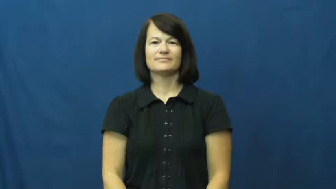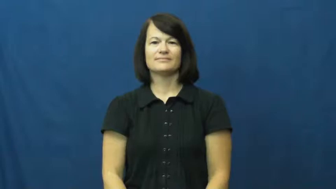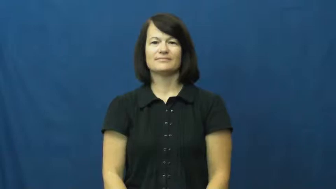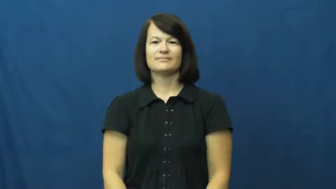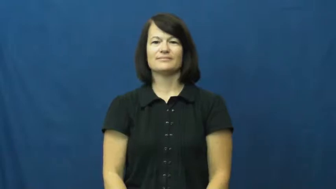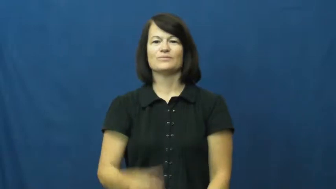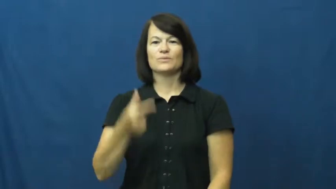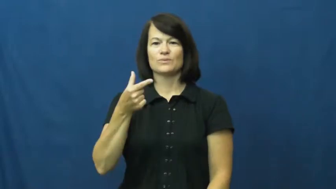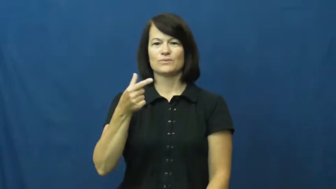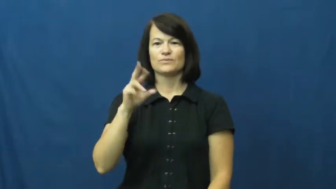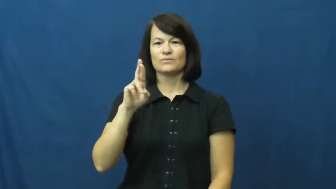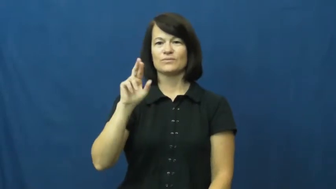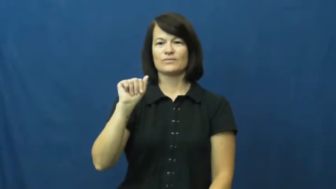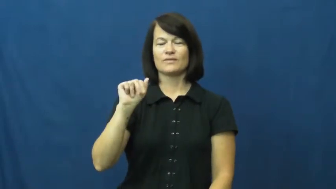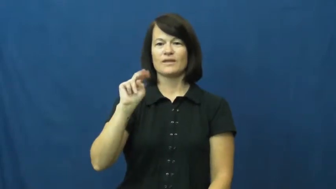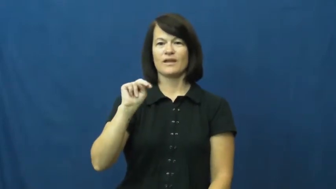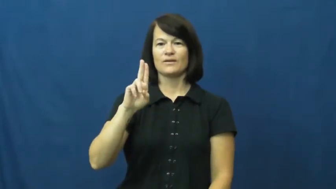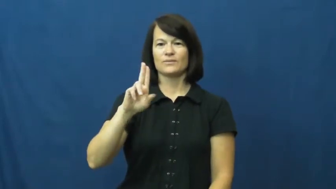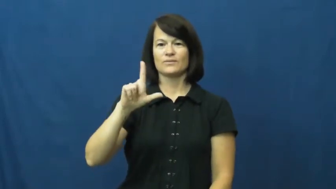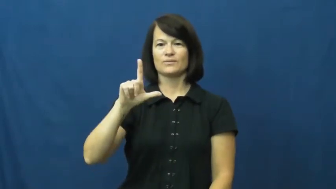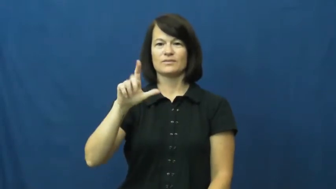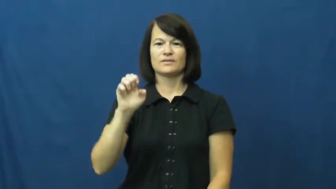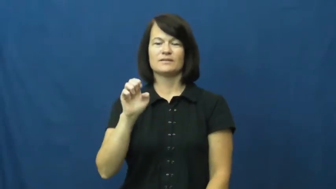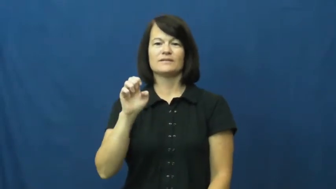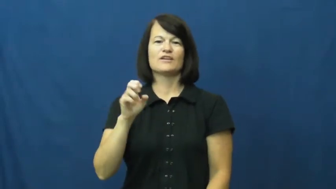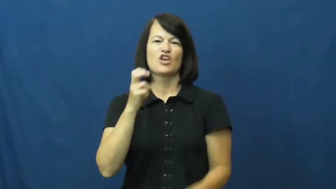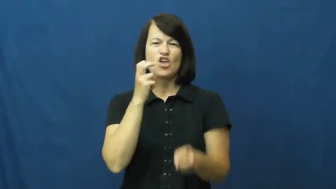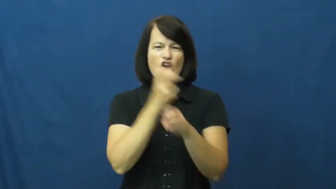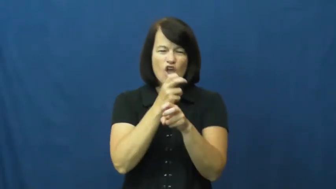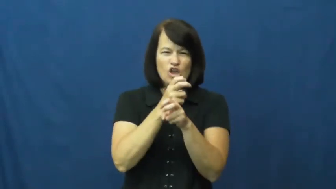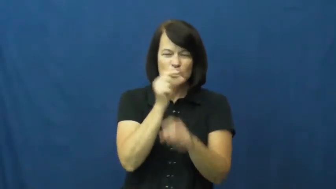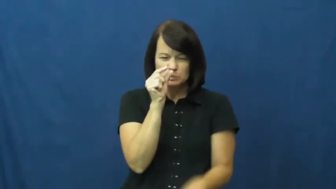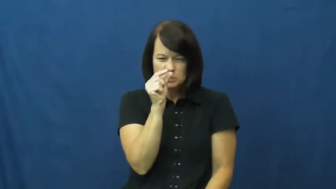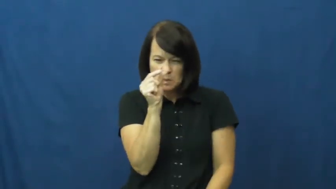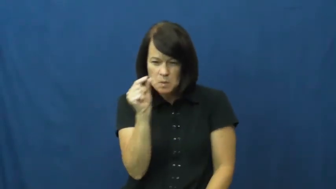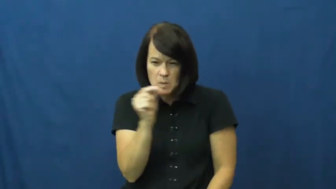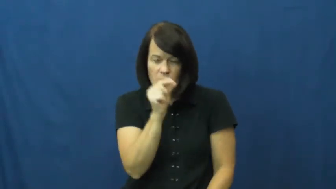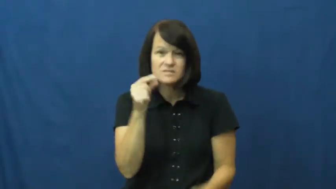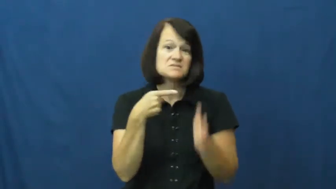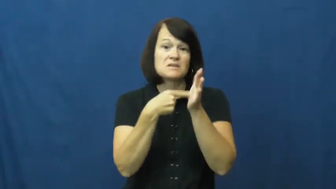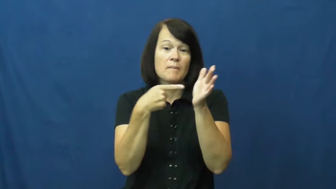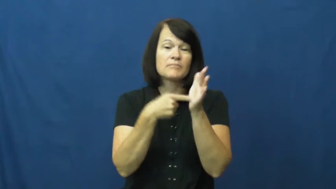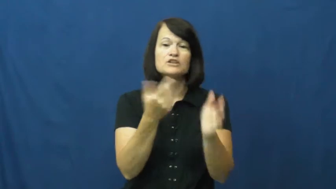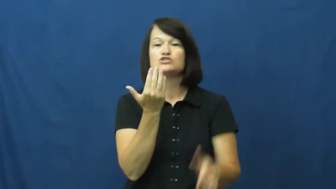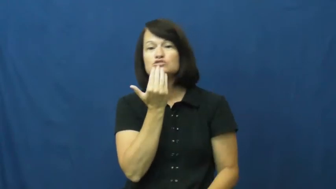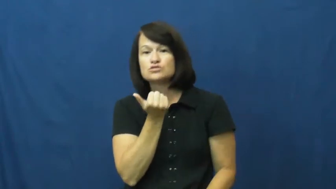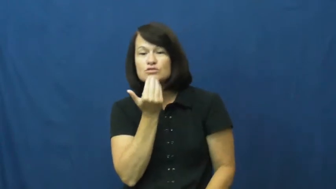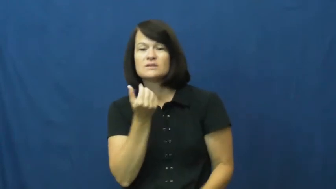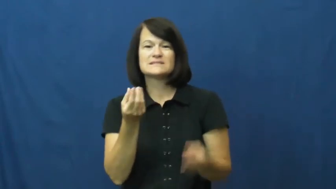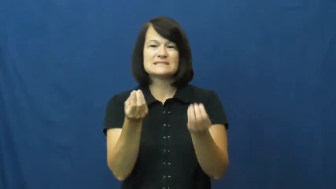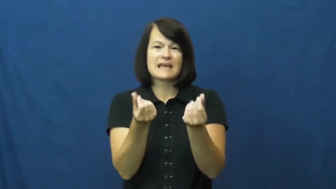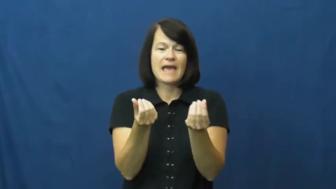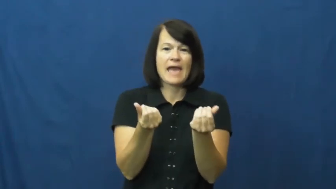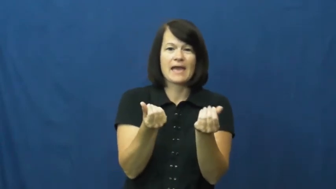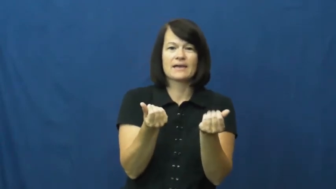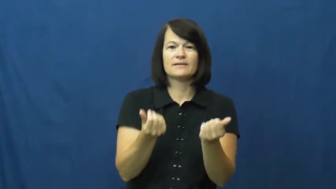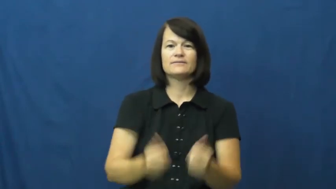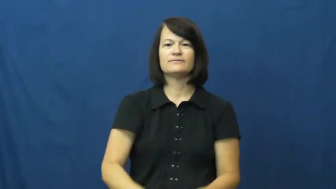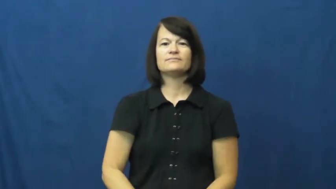granule